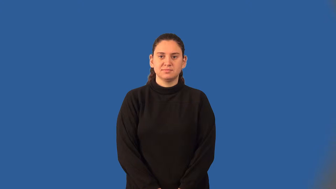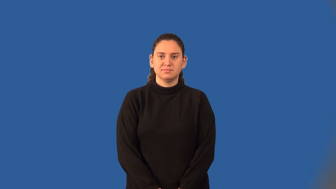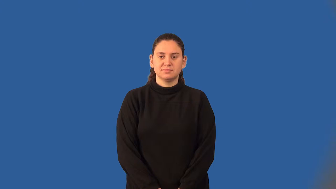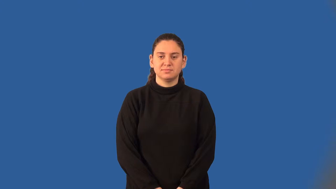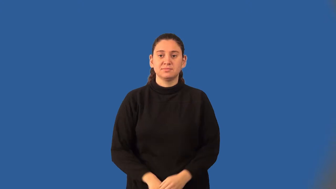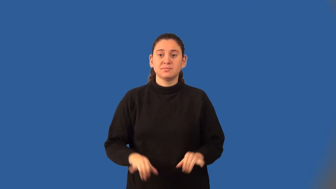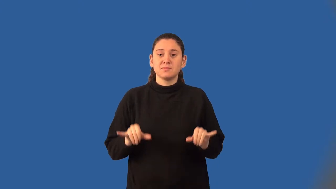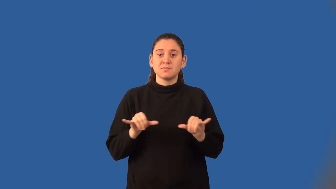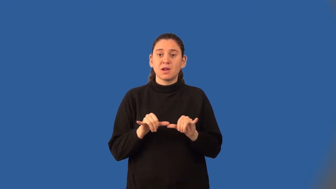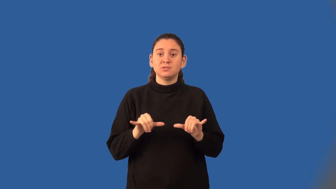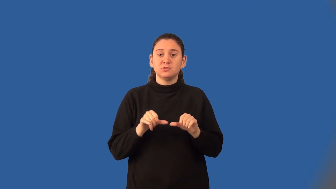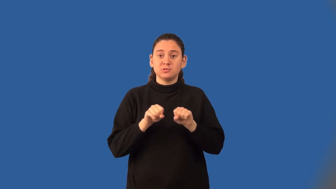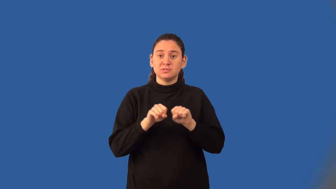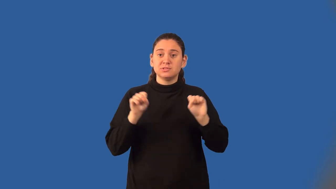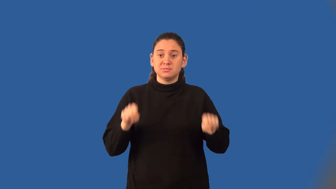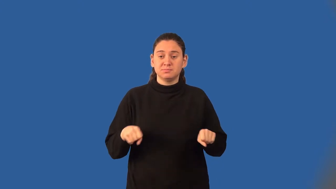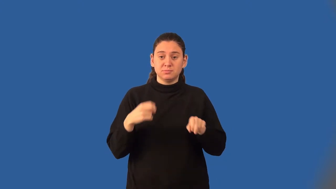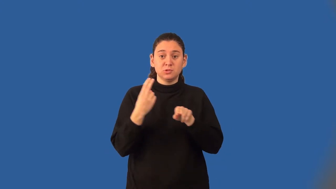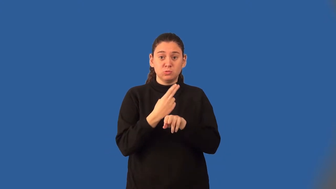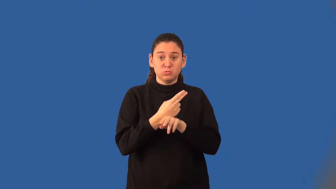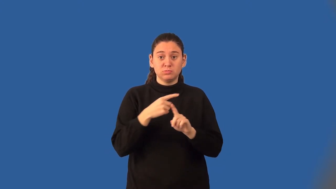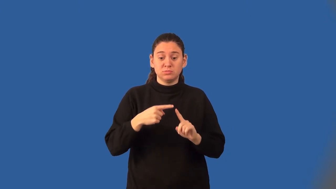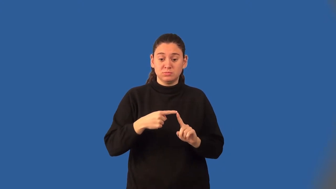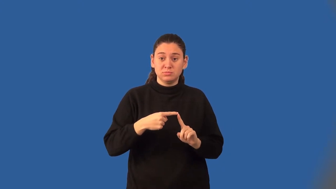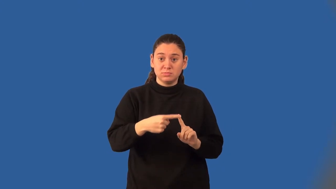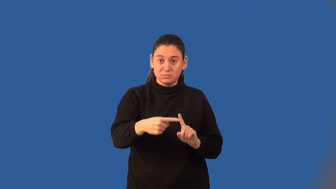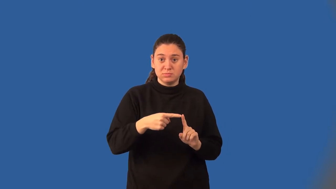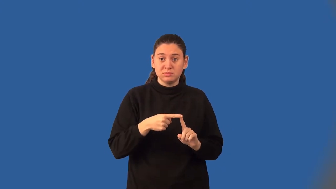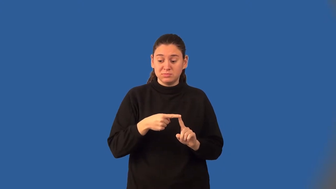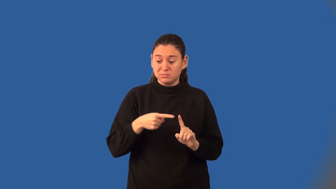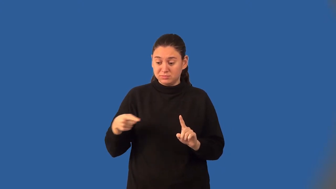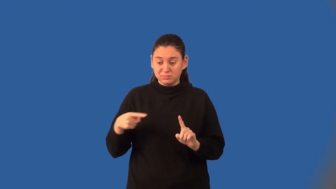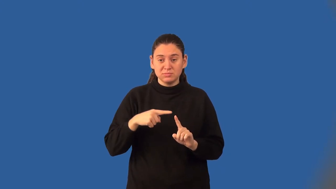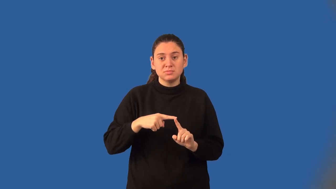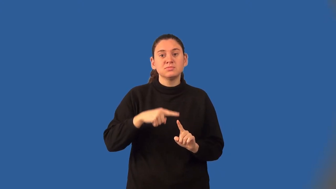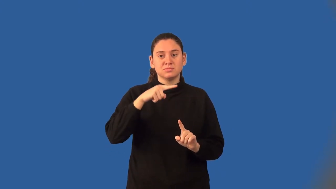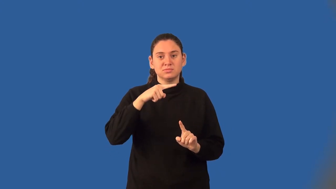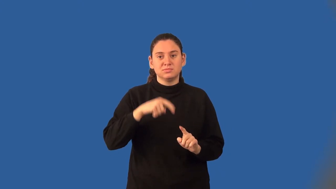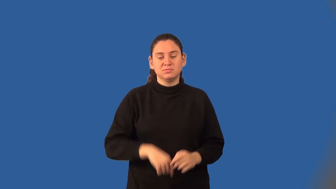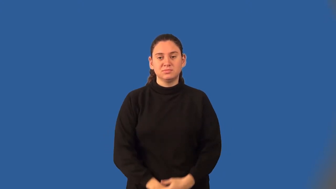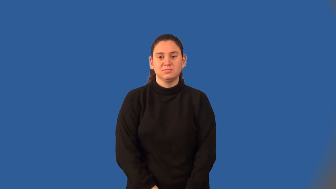cubic units